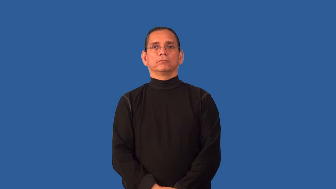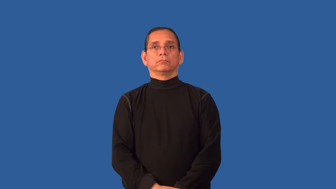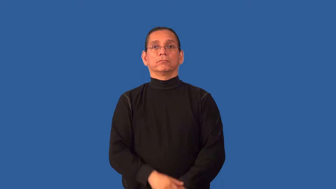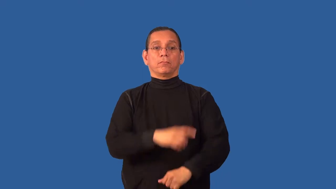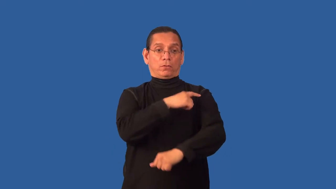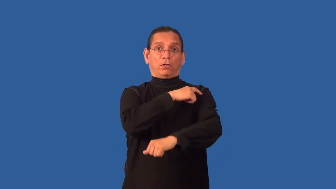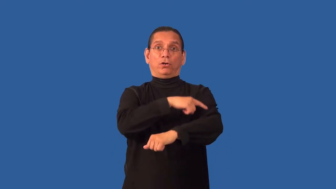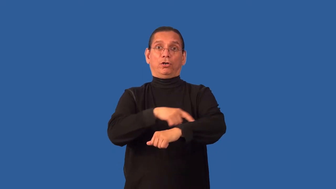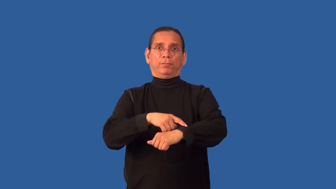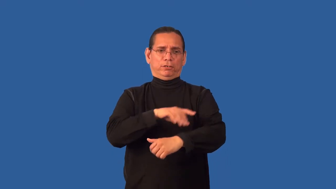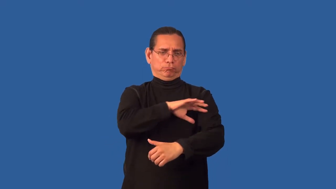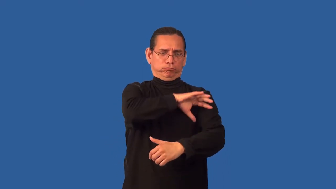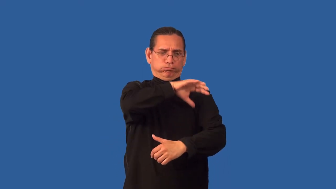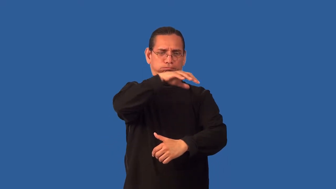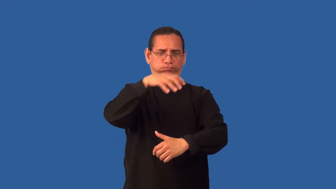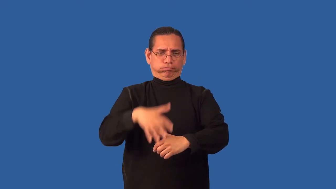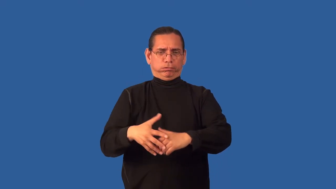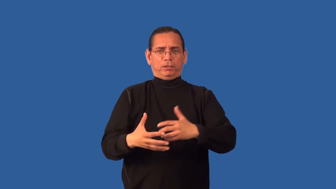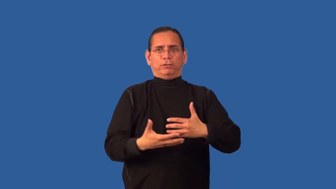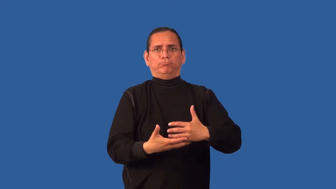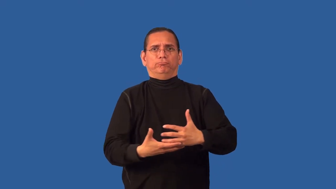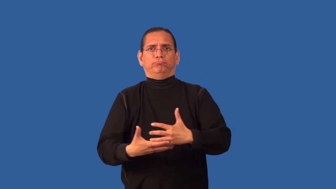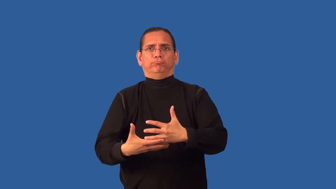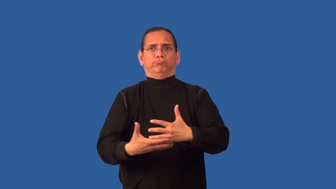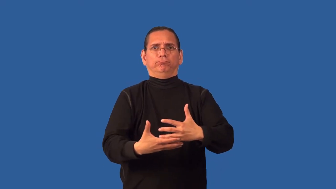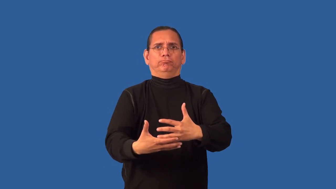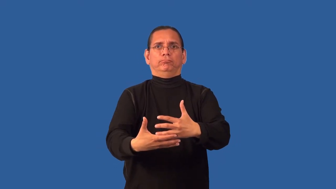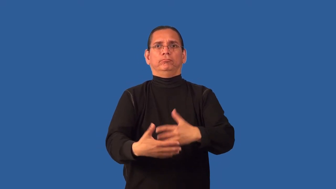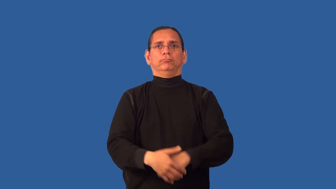armful